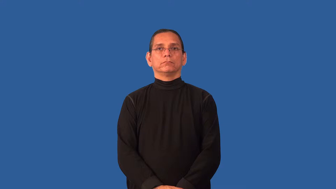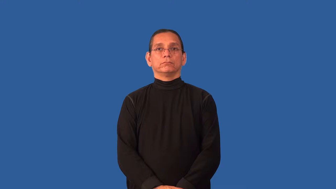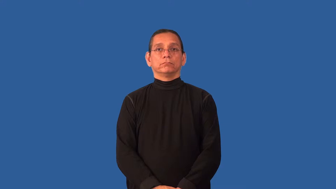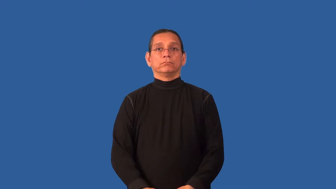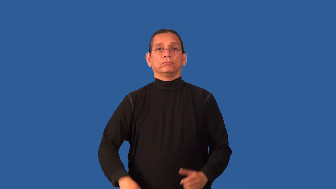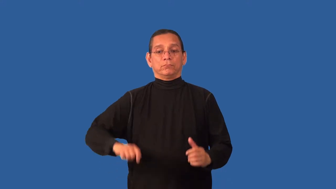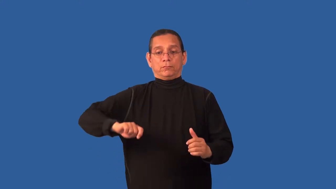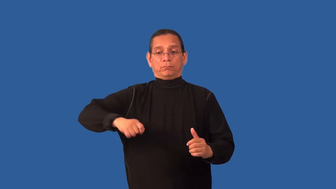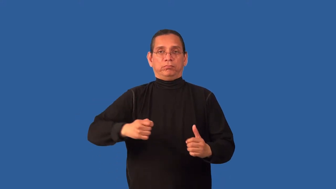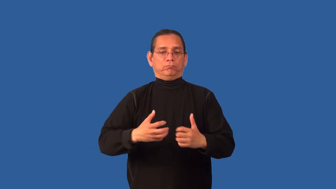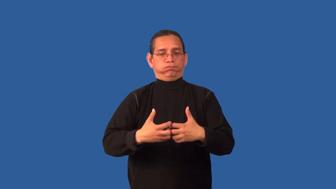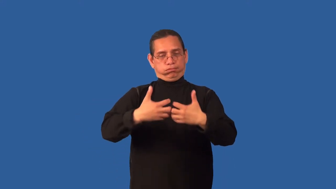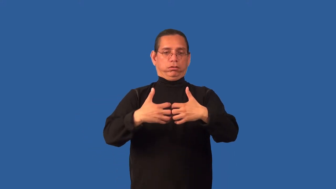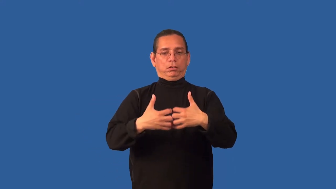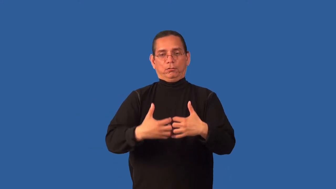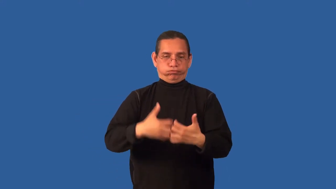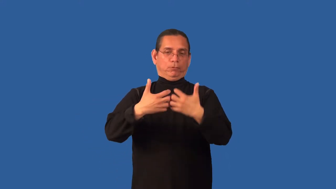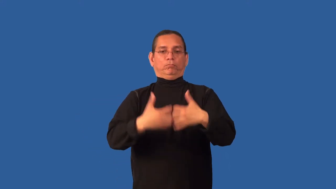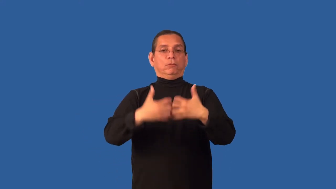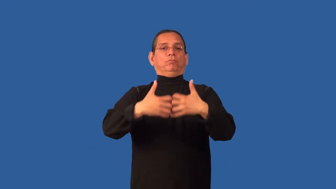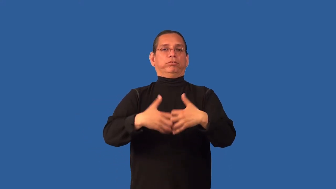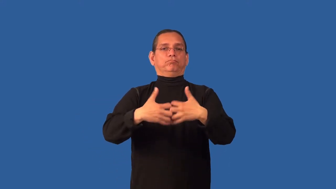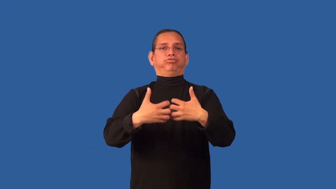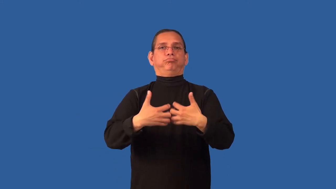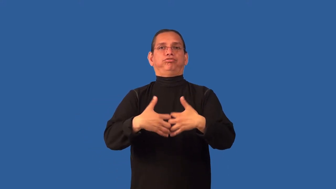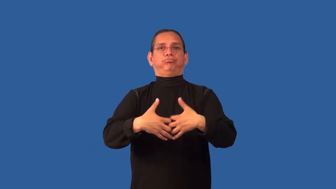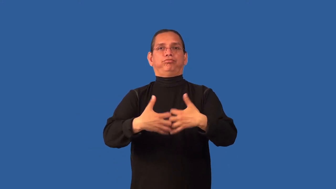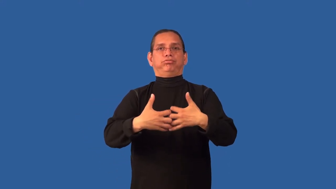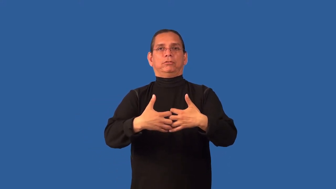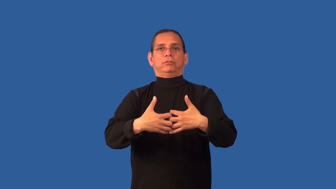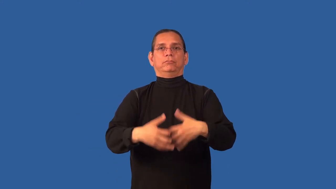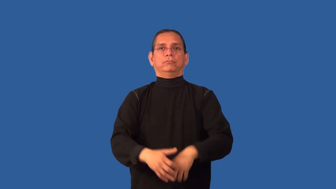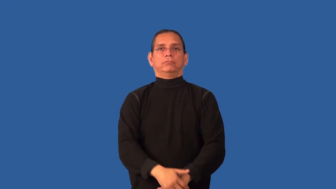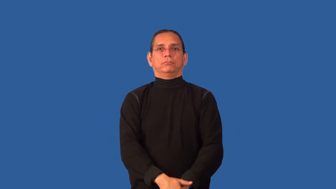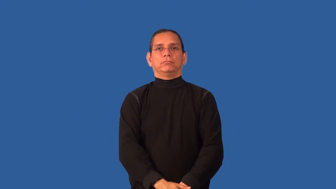choke-engine